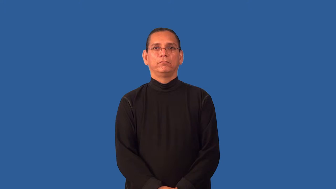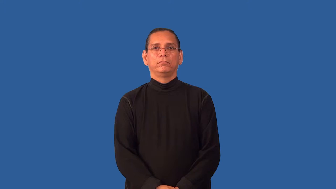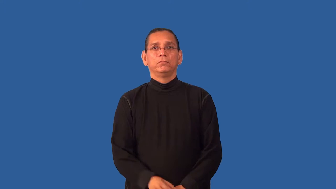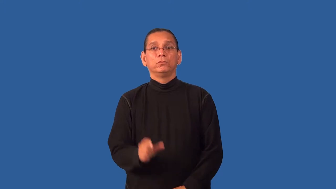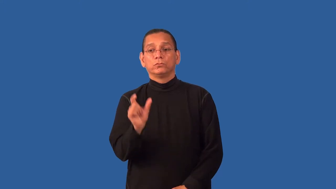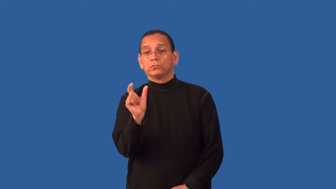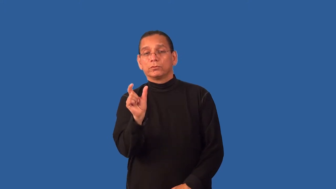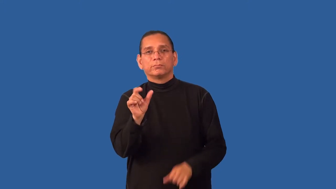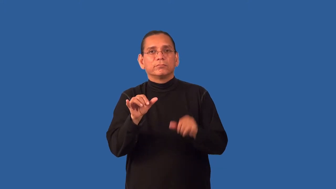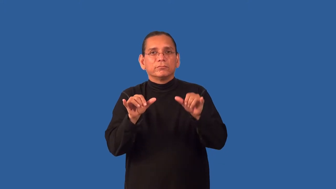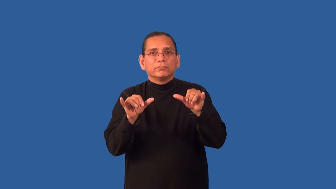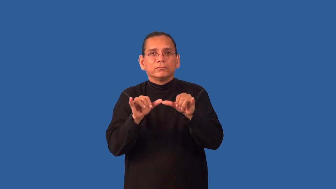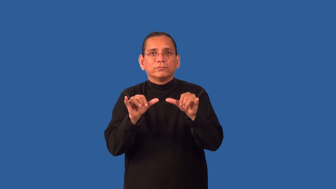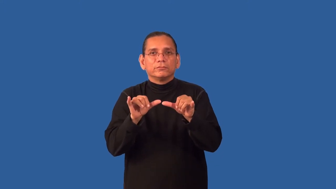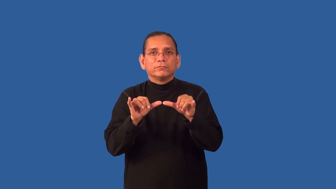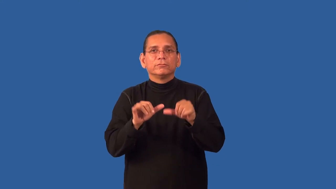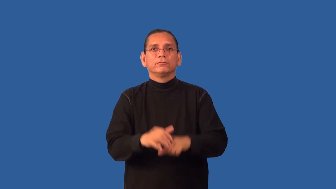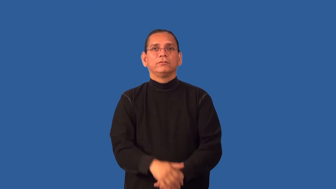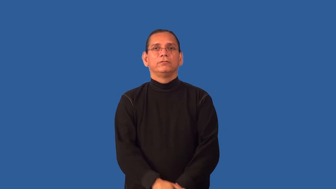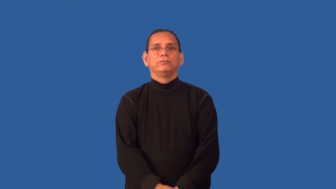gram